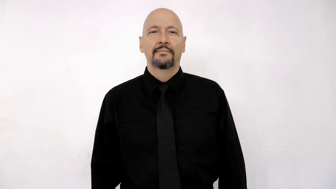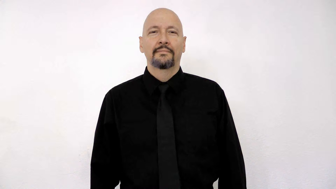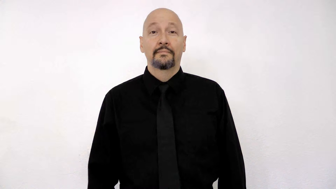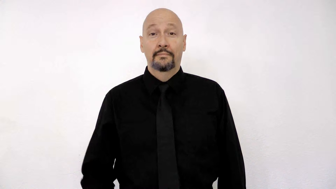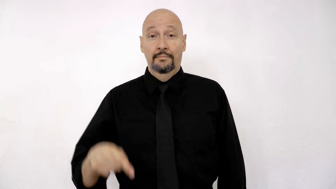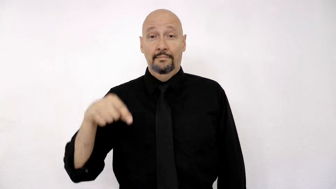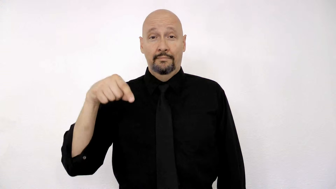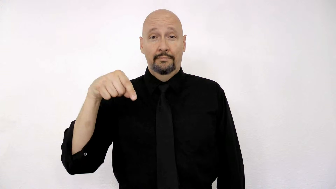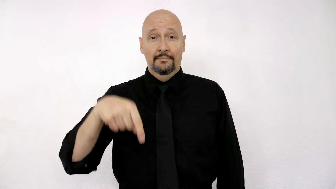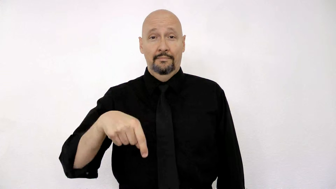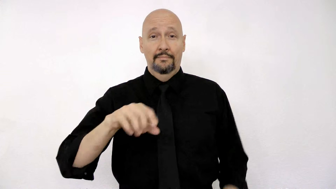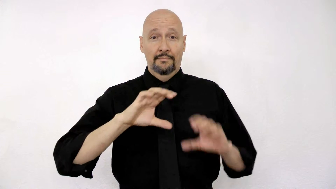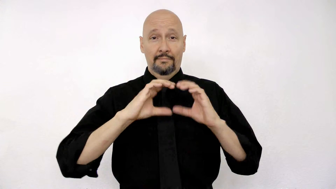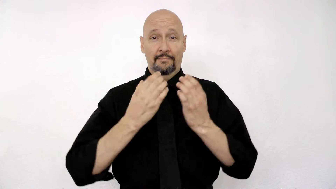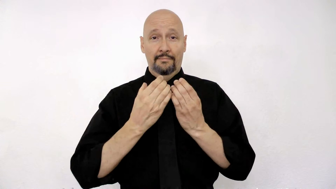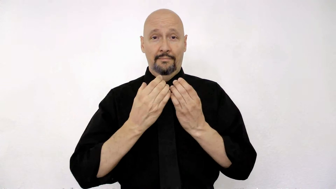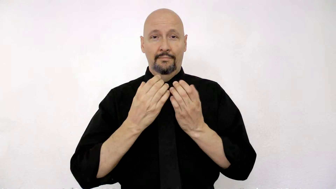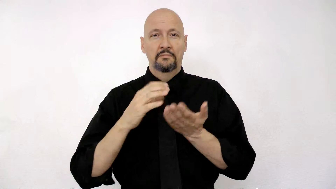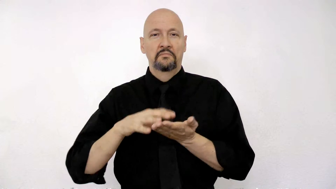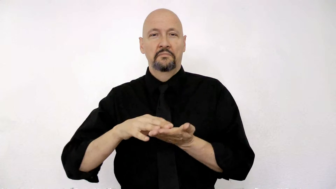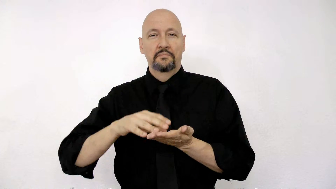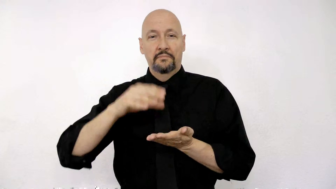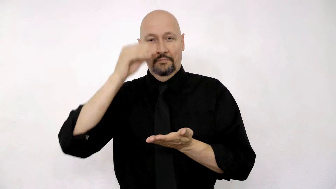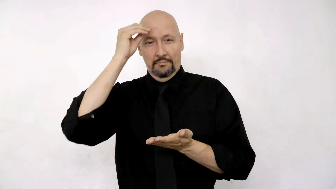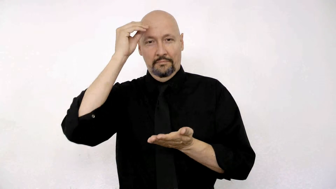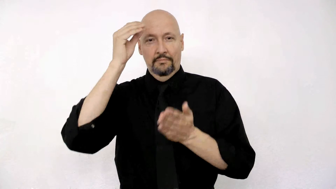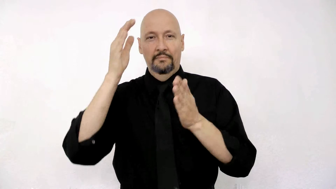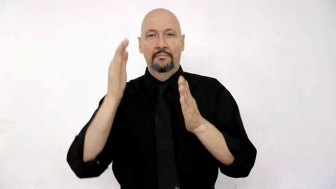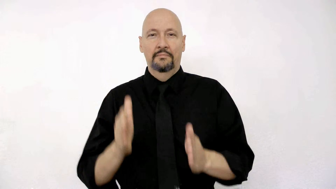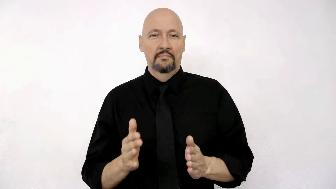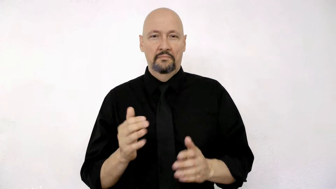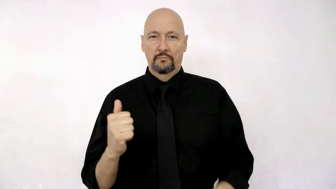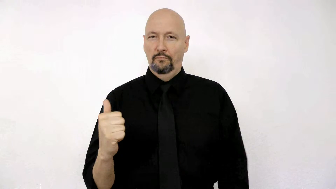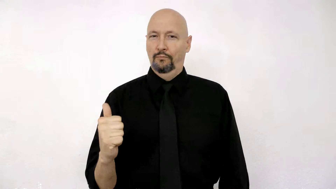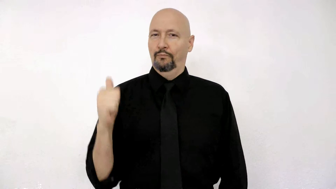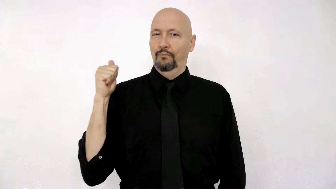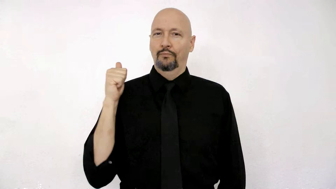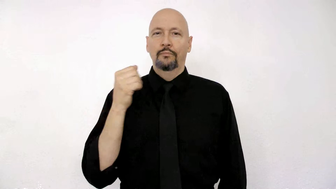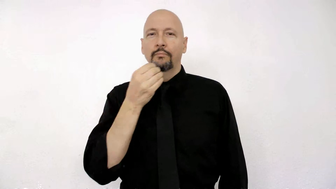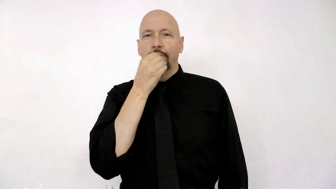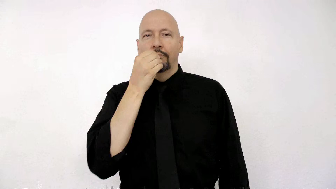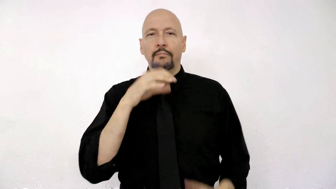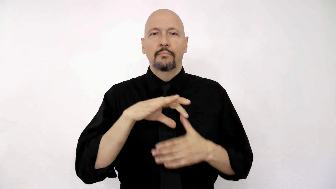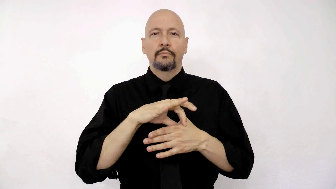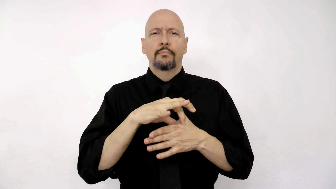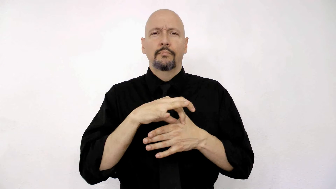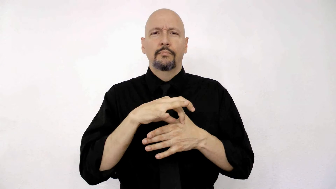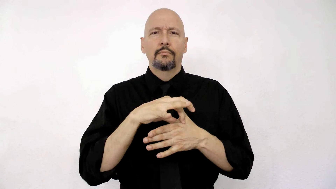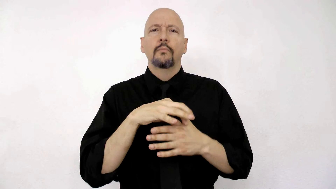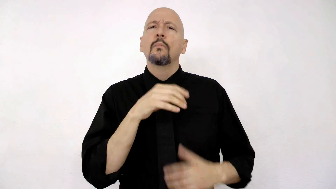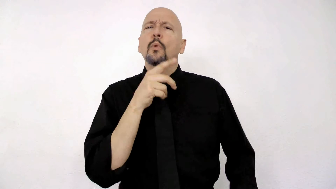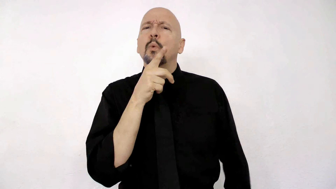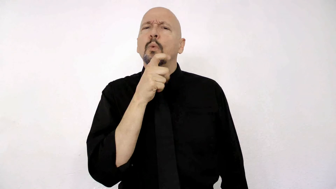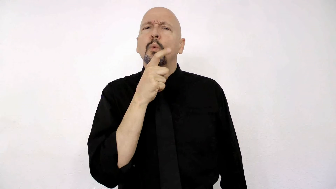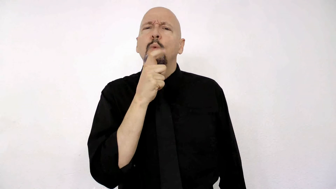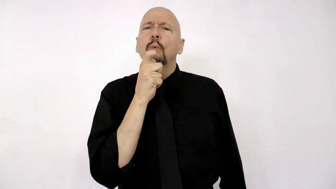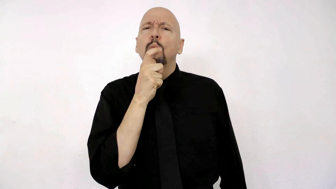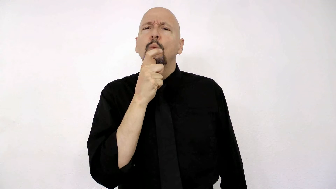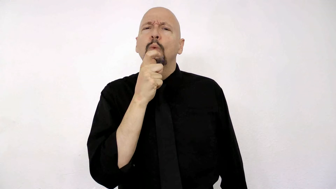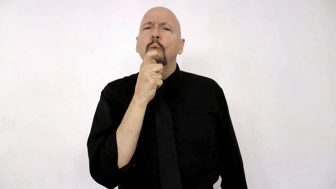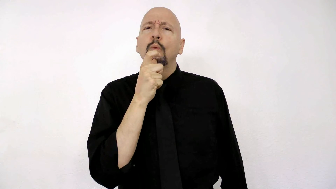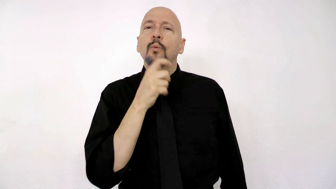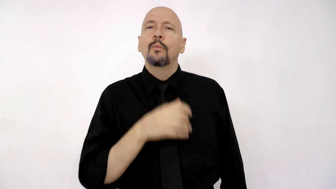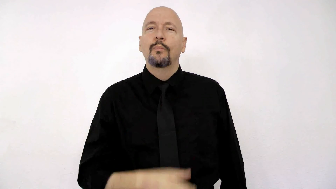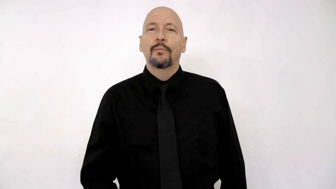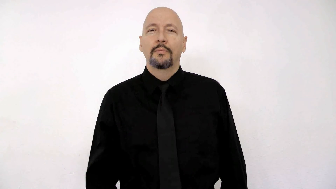THIS CLASS, STUDENT WON’T EAT MEAT WHO?